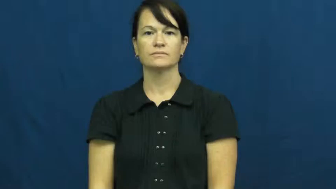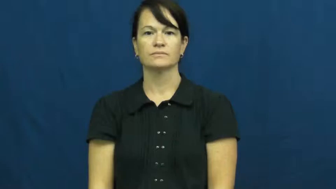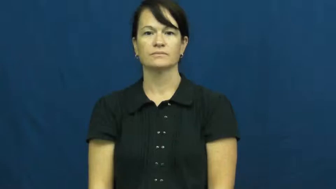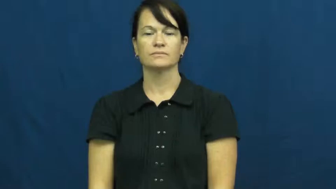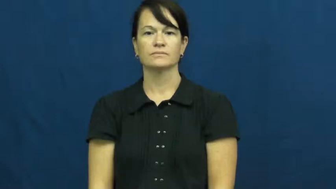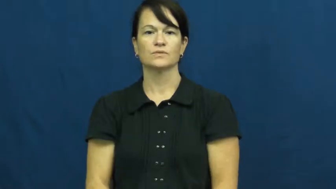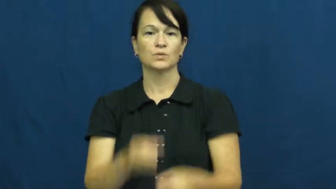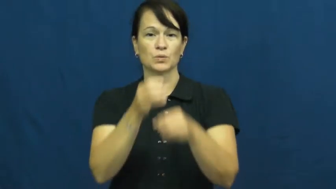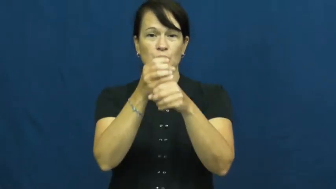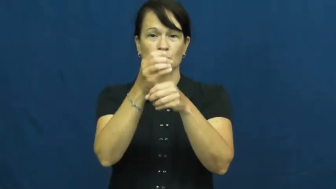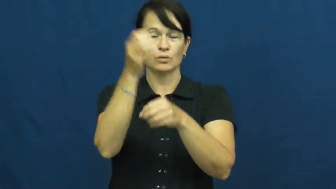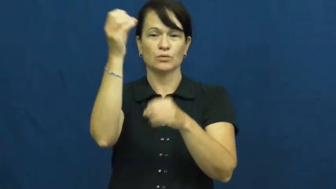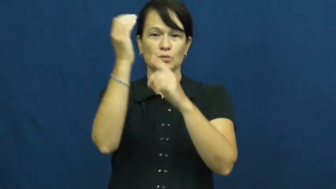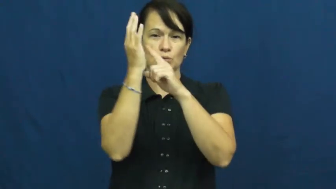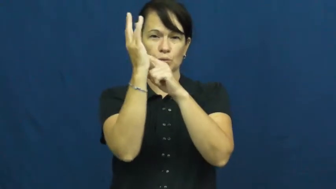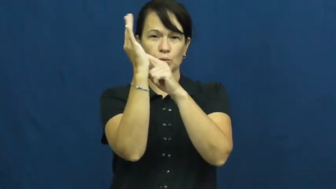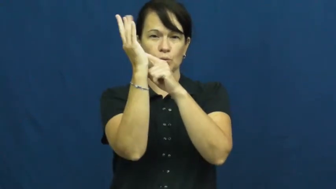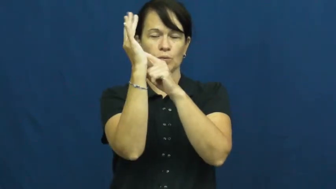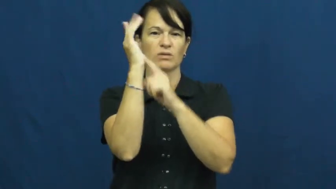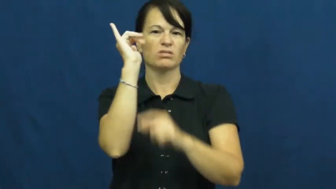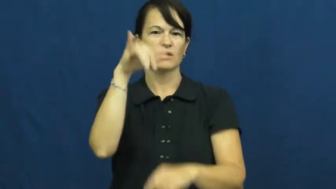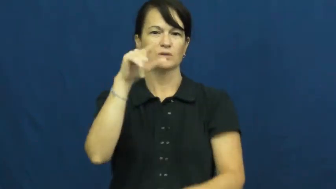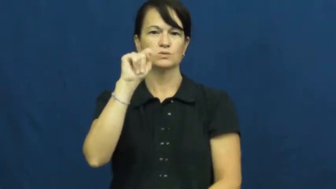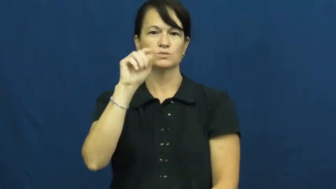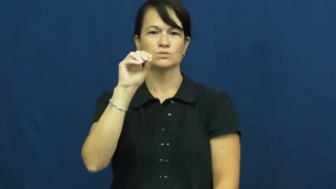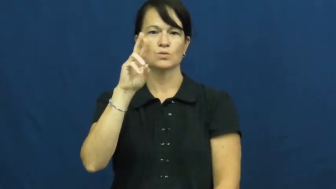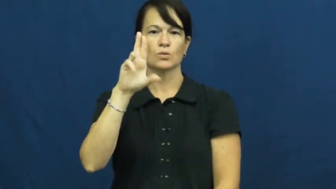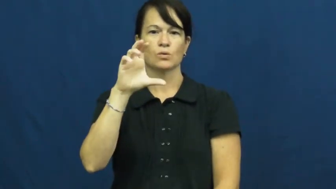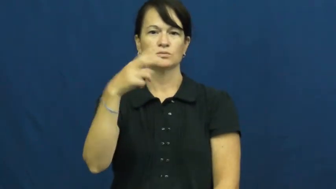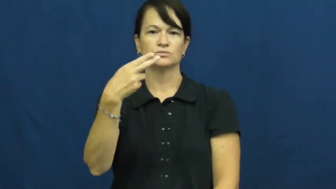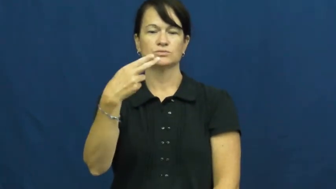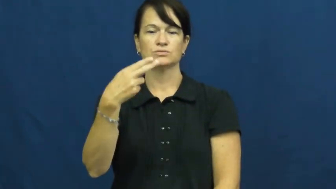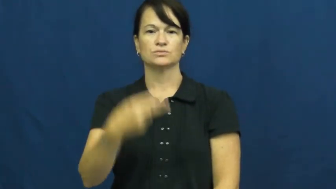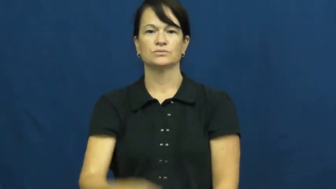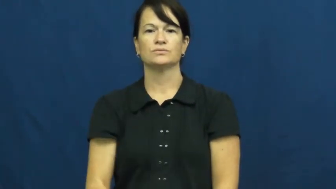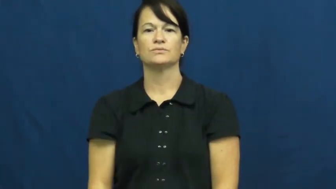torch